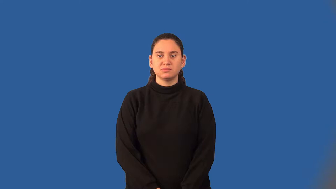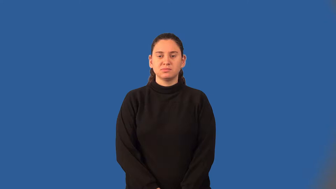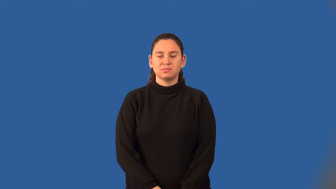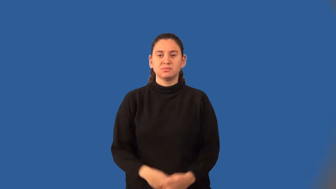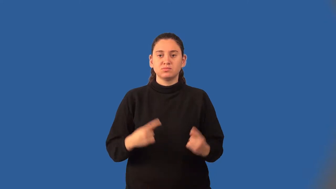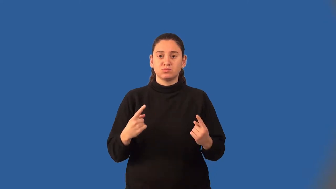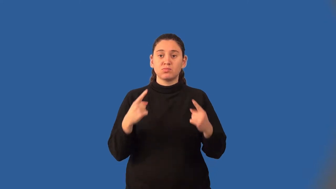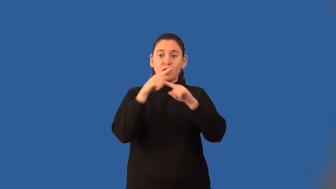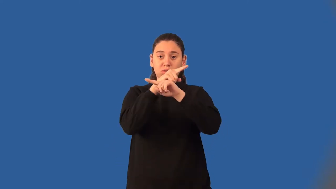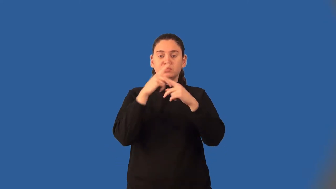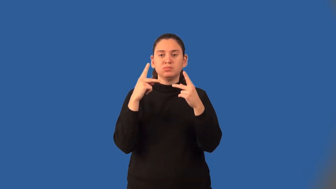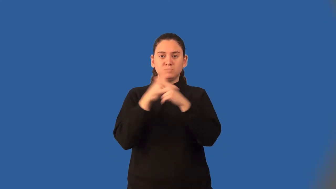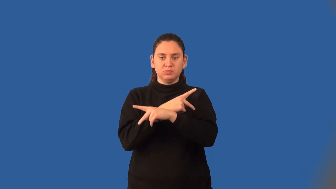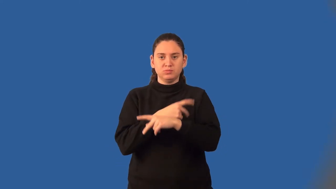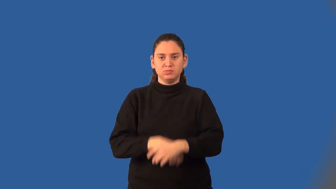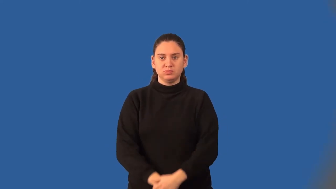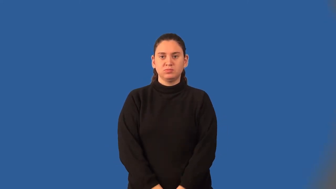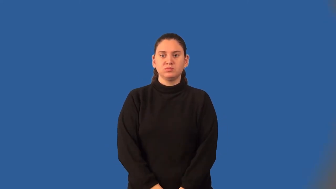cross products